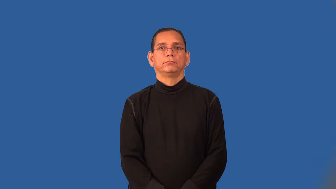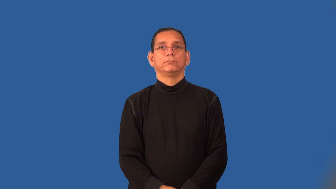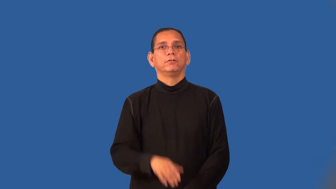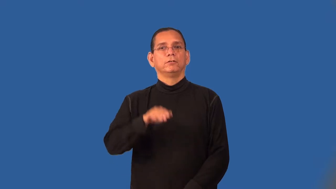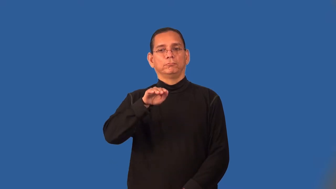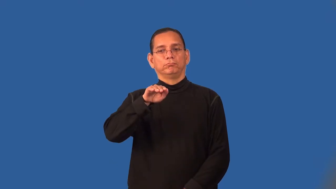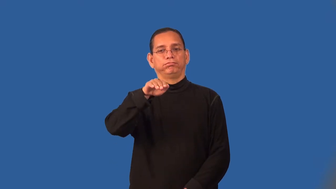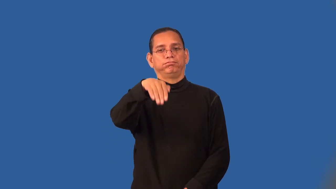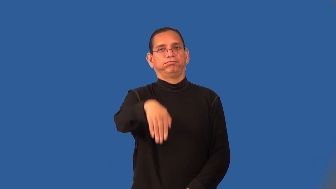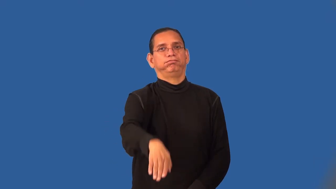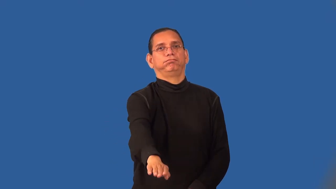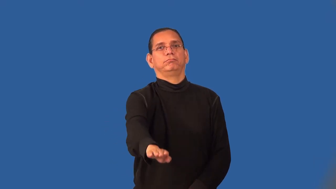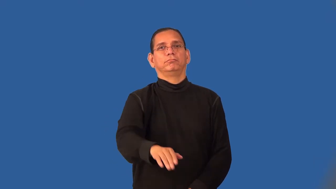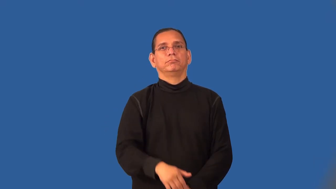run-chute